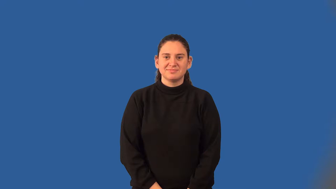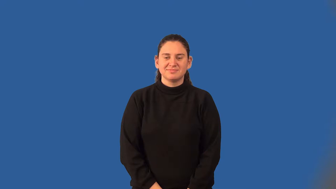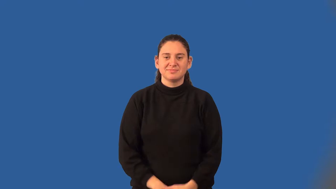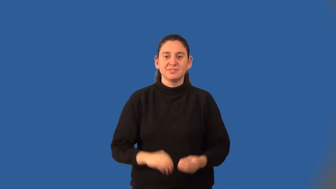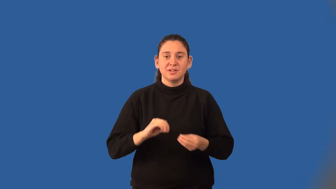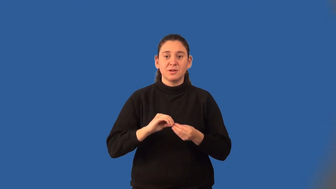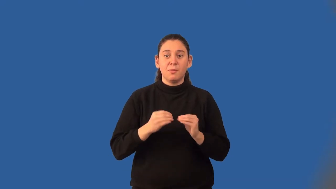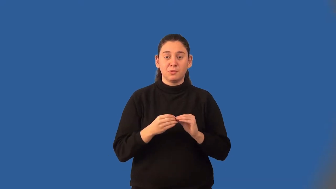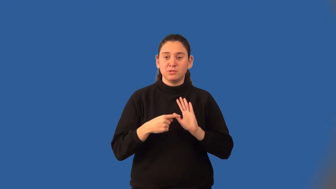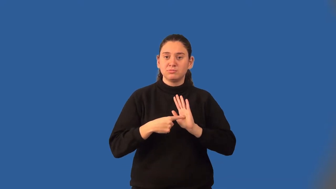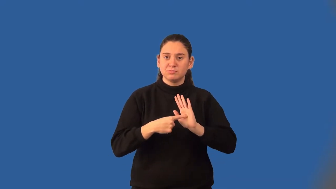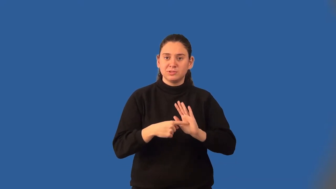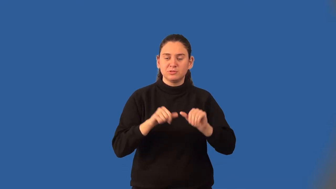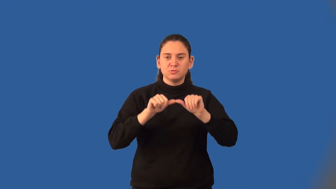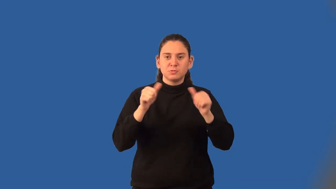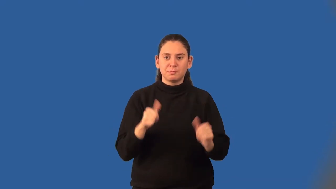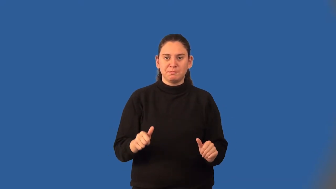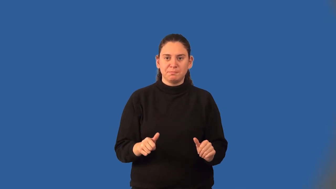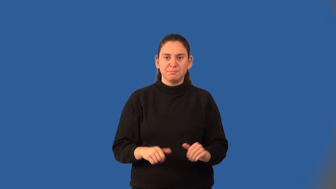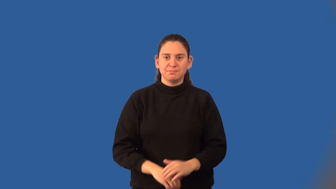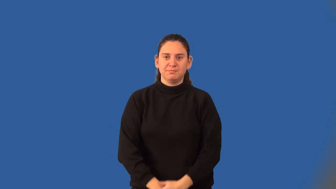figurate number